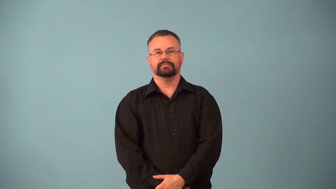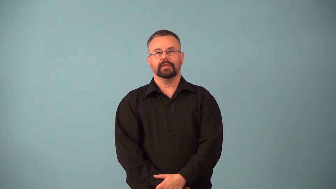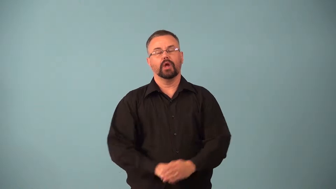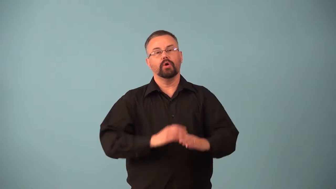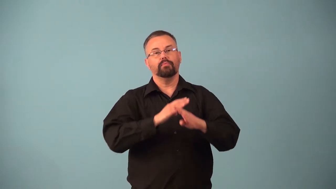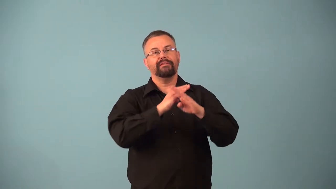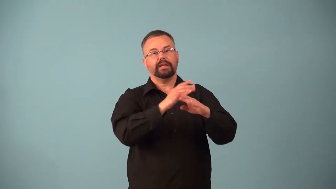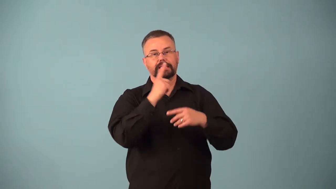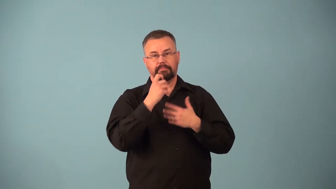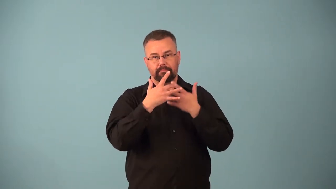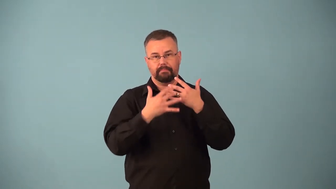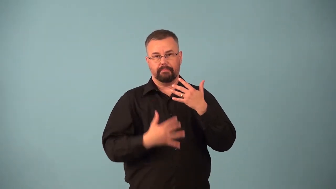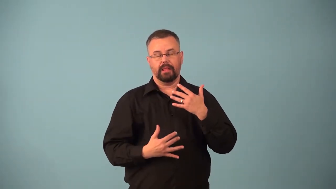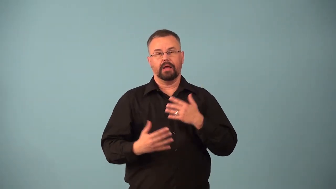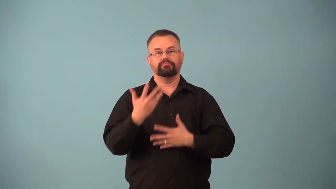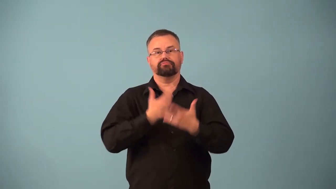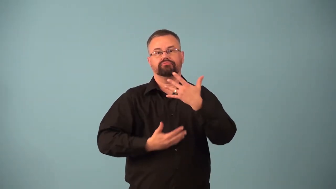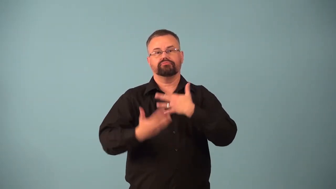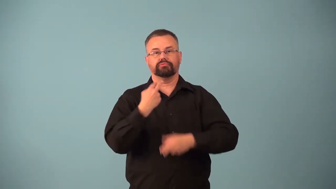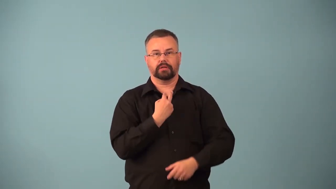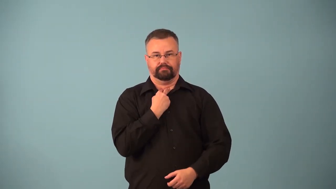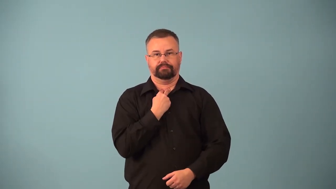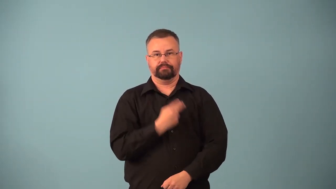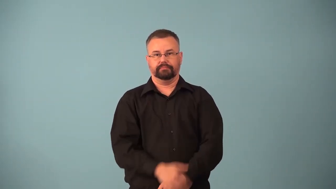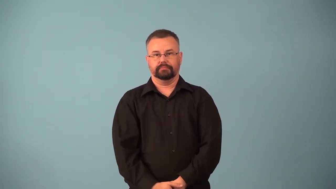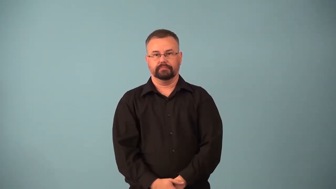anticoagulant